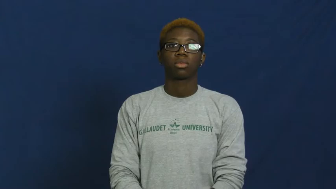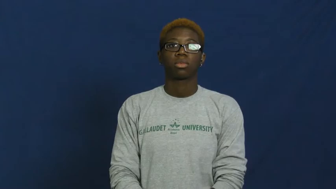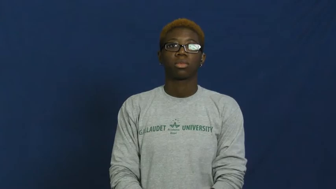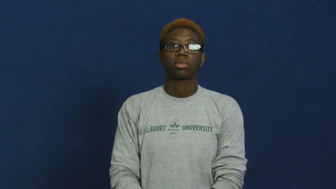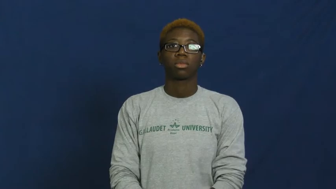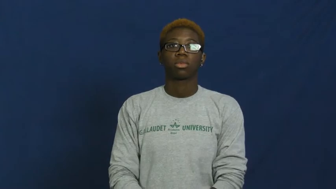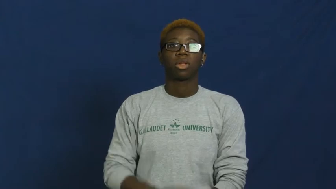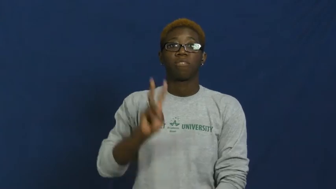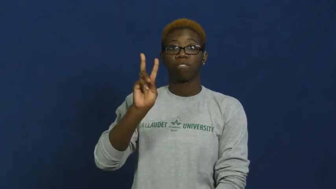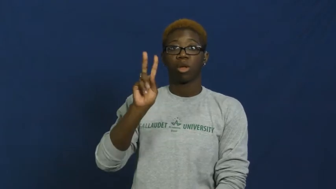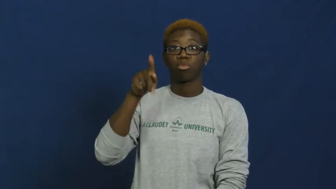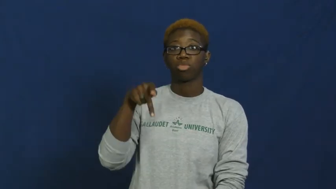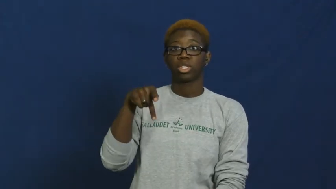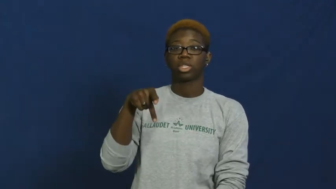vice president